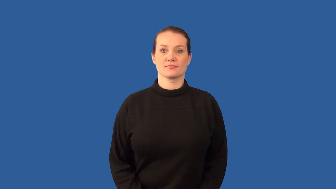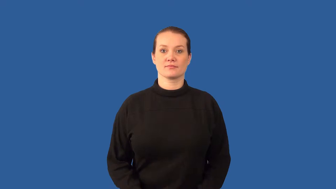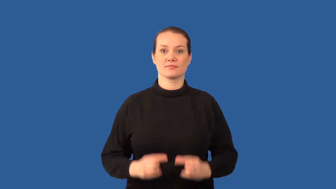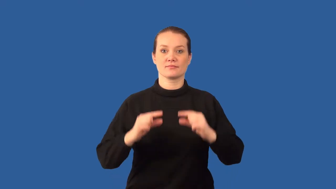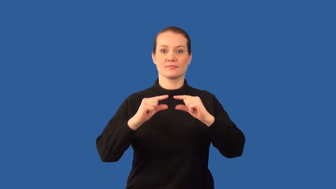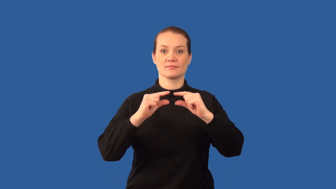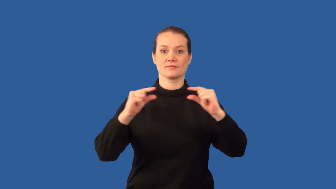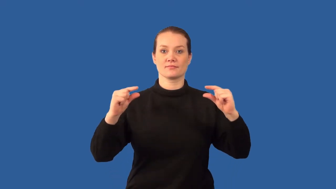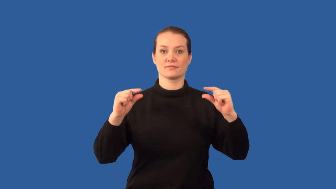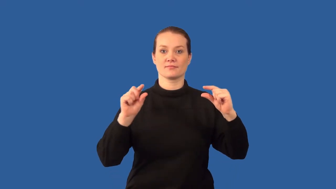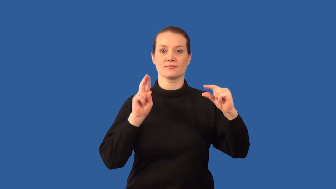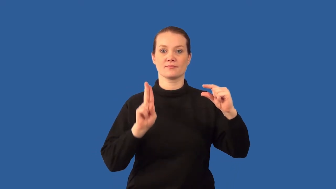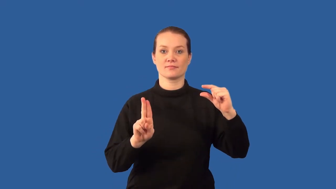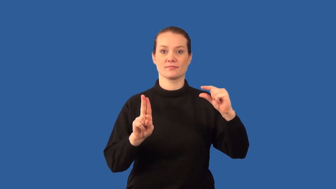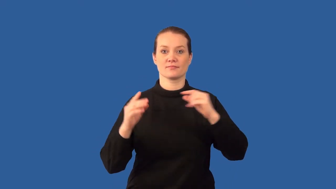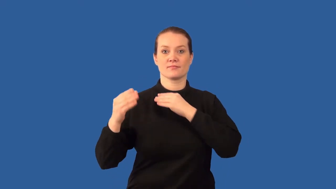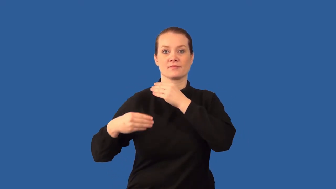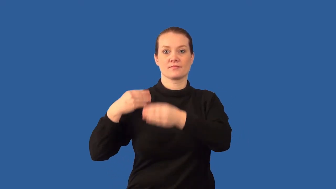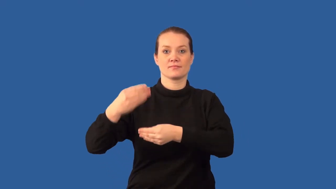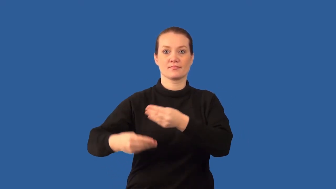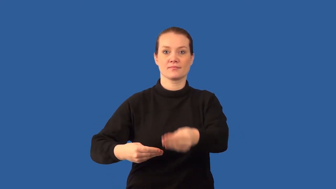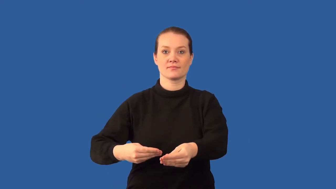carrier-trait